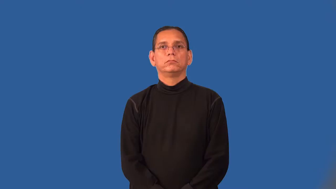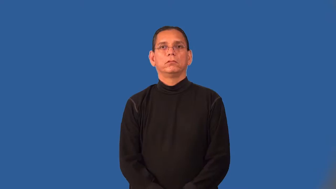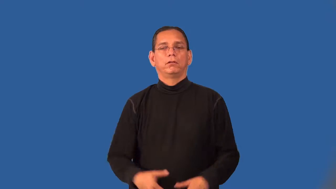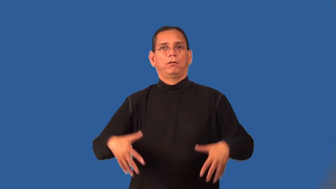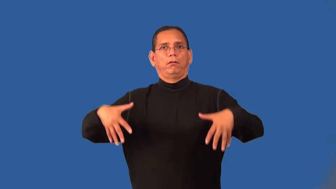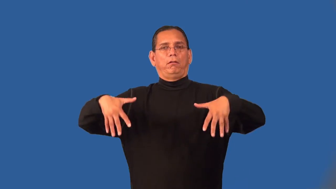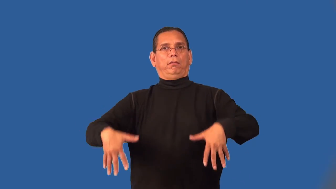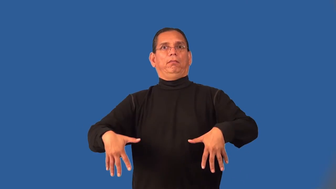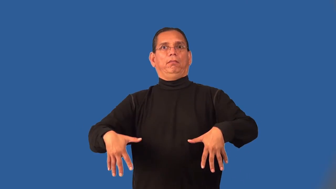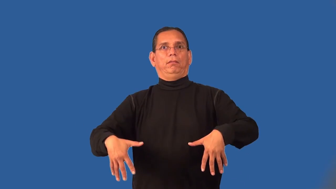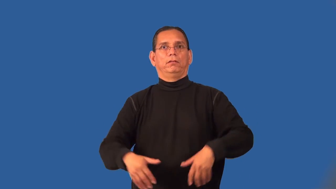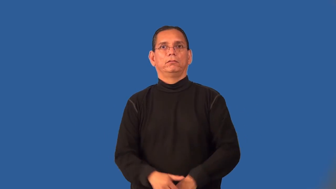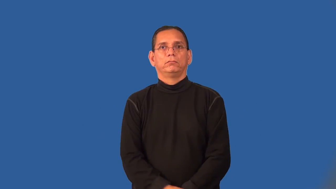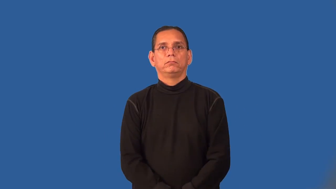powerless